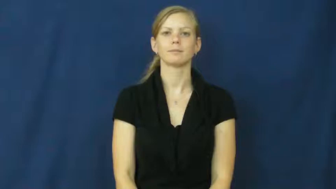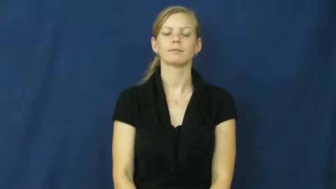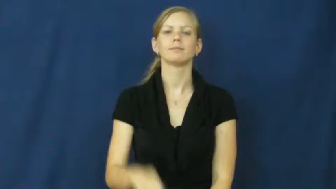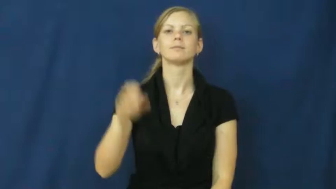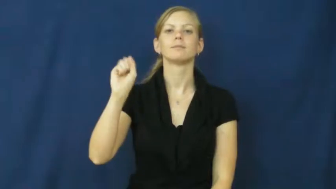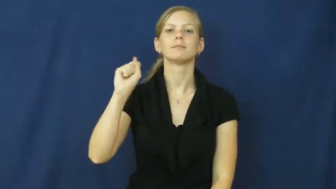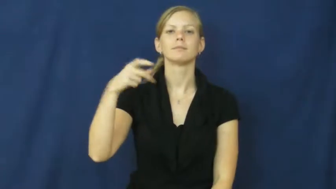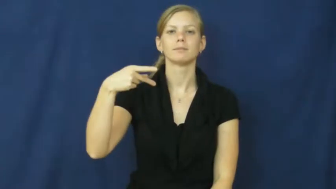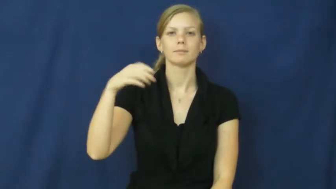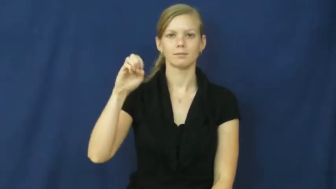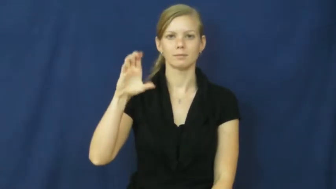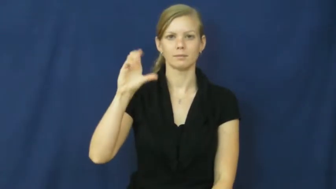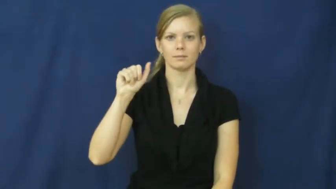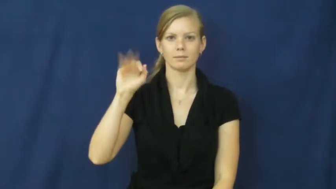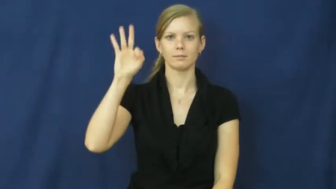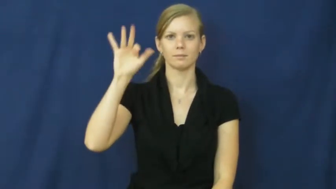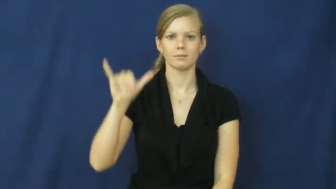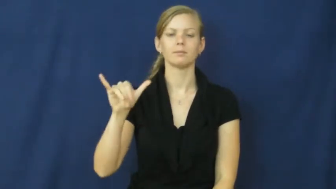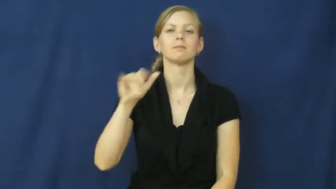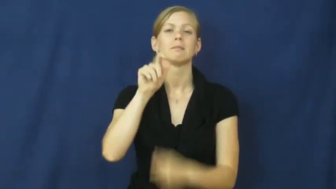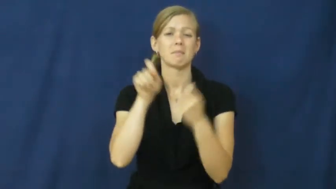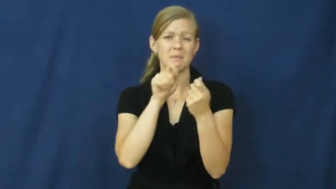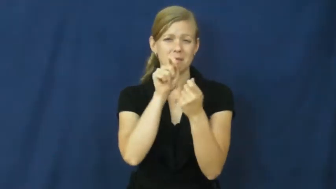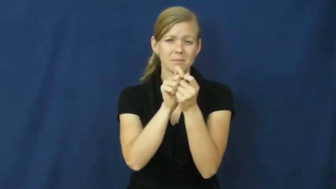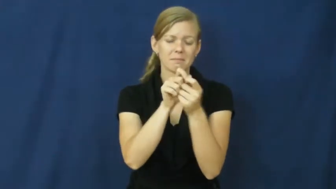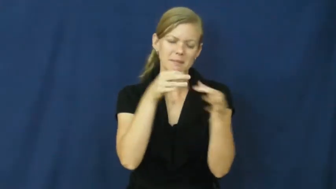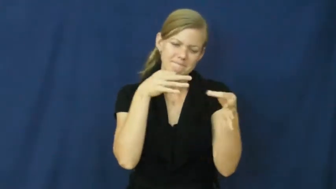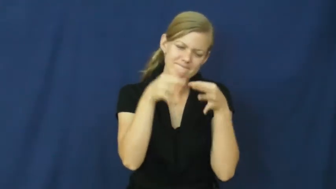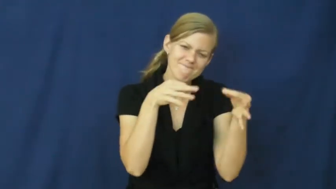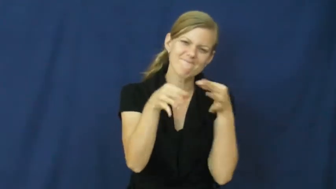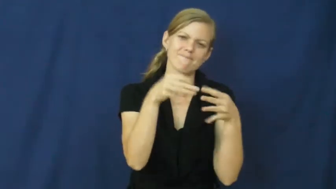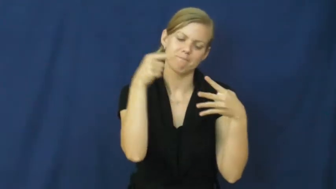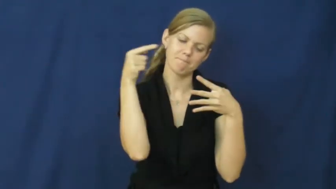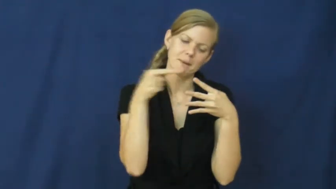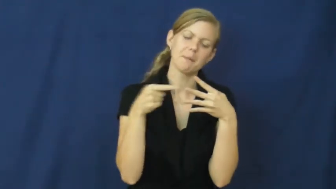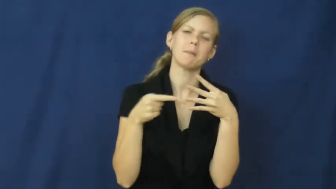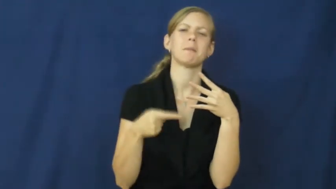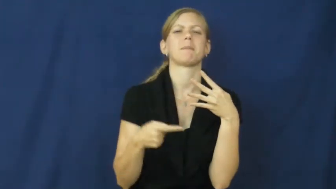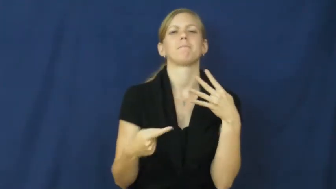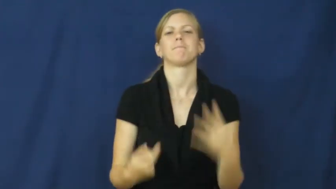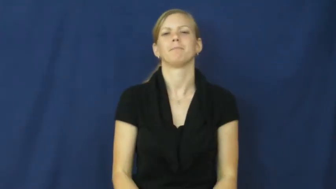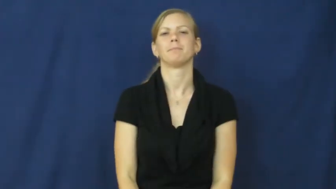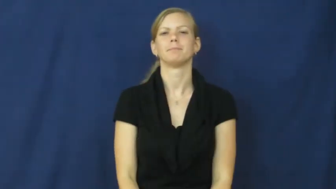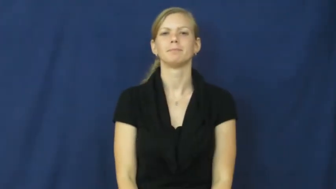specify